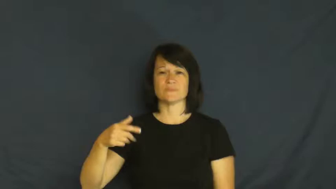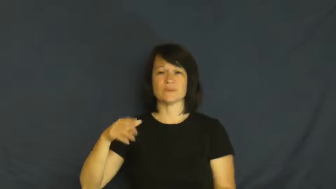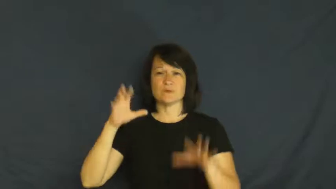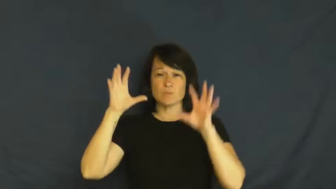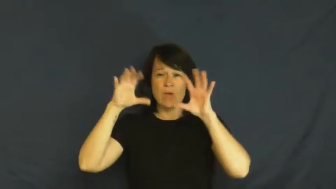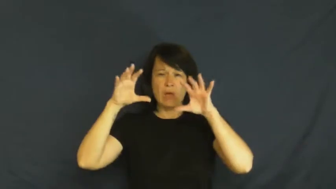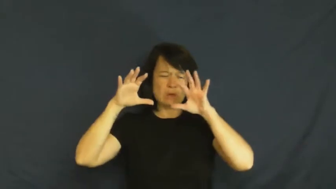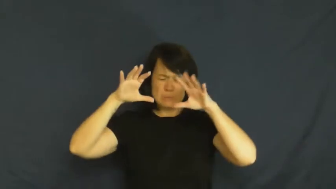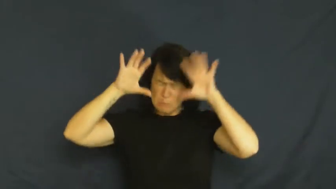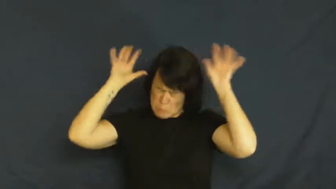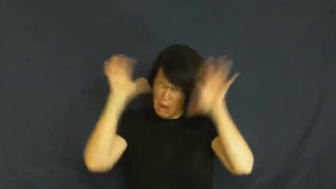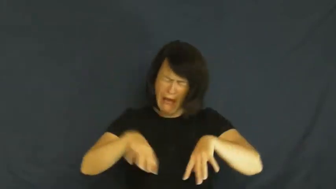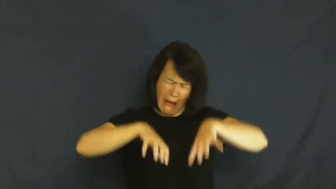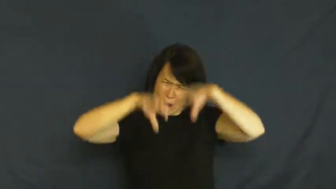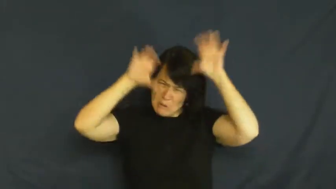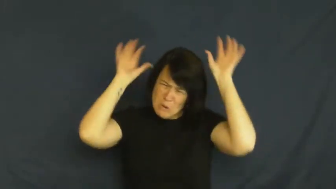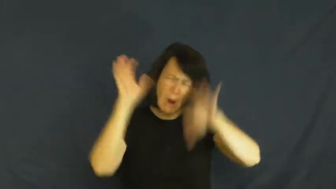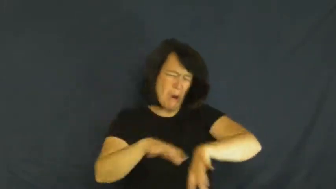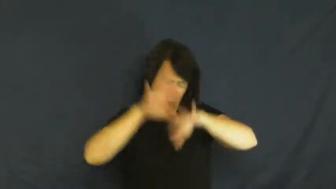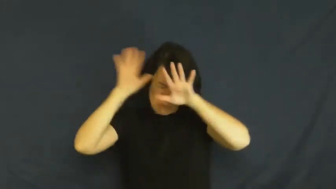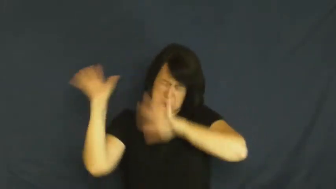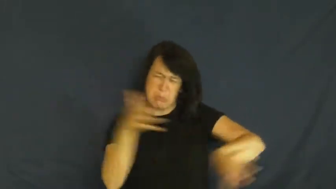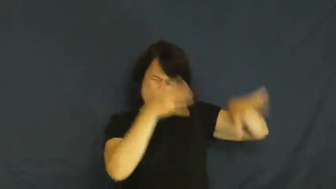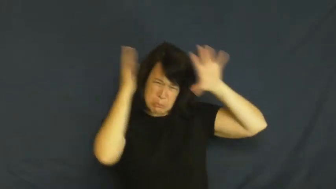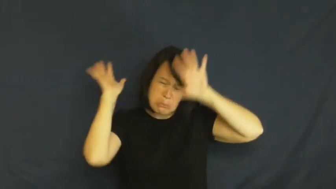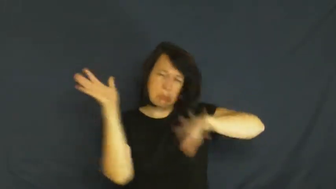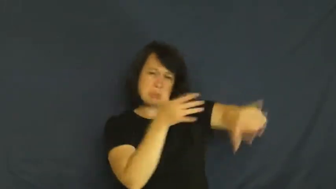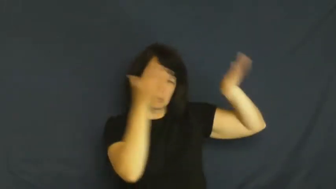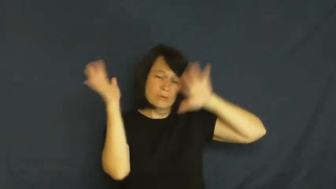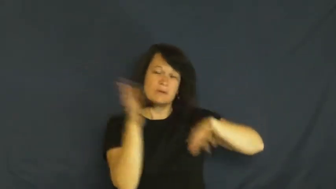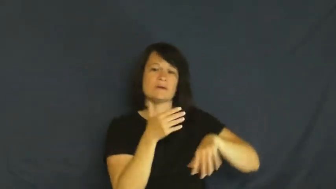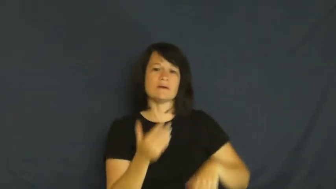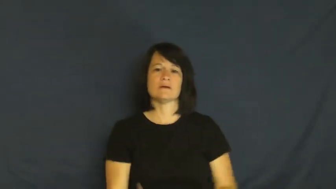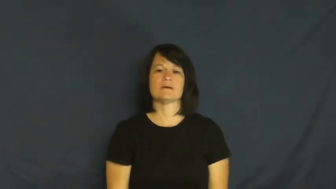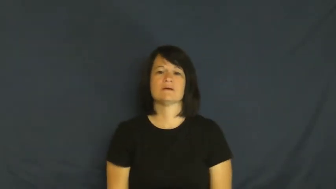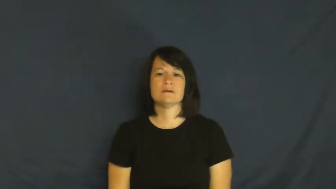driving,pour,rainstorm